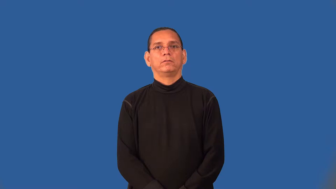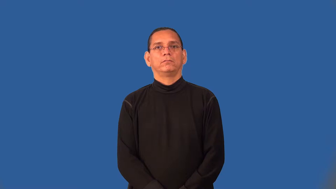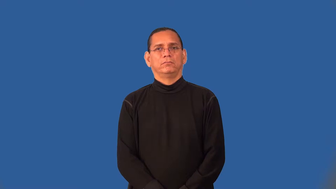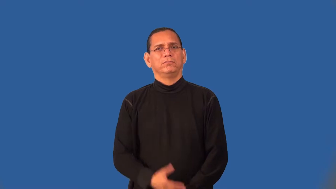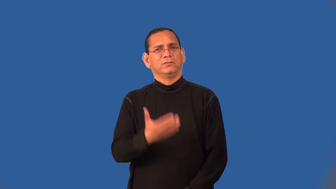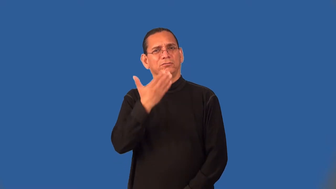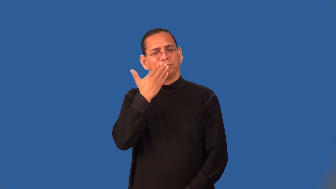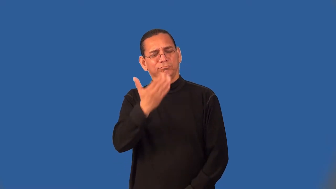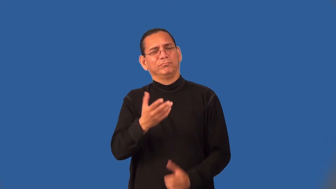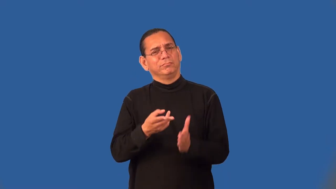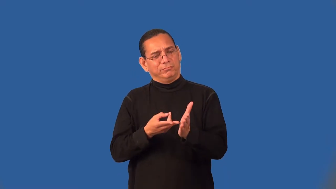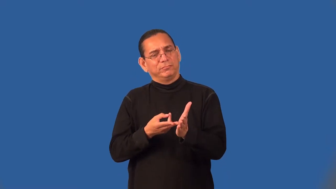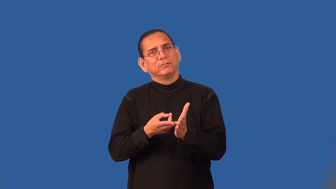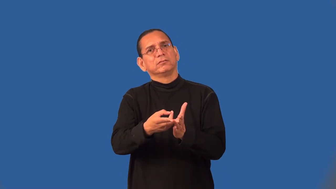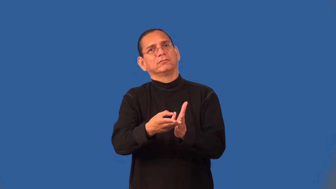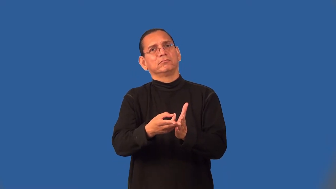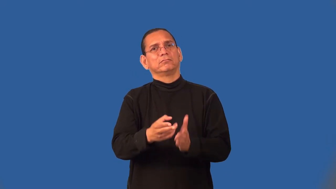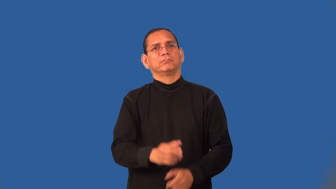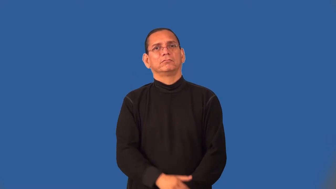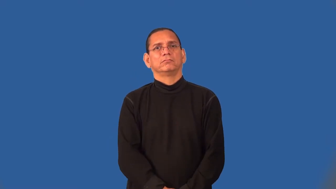scrupulous